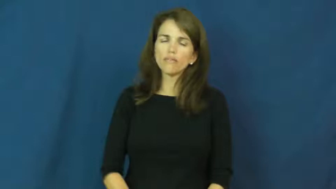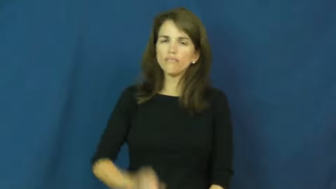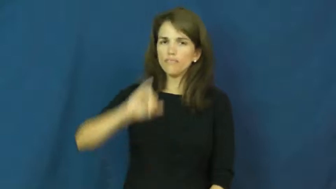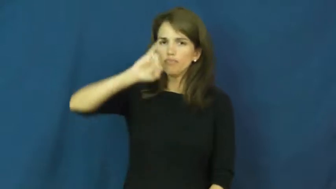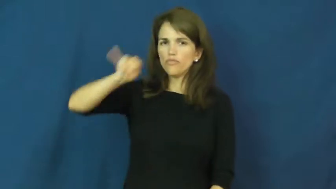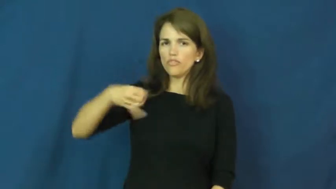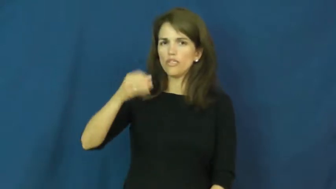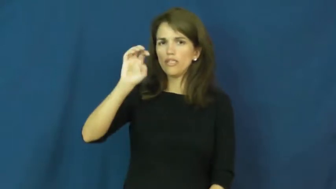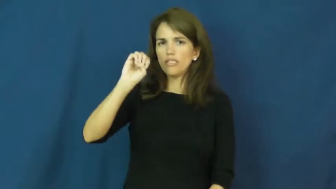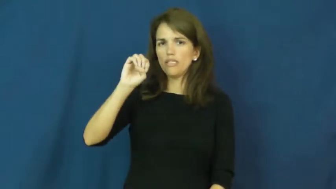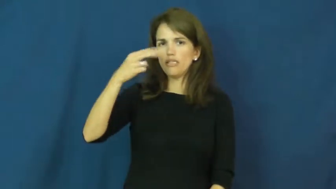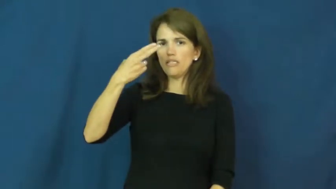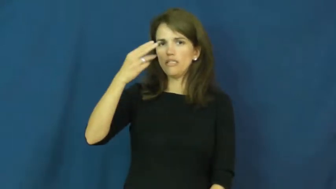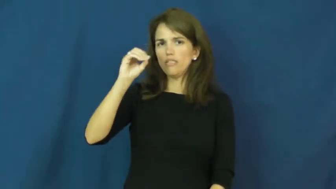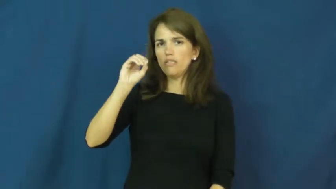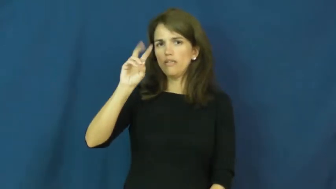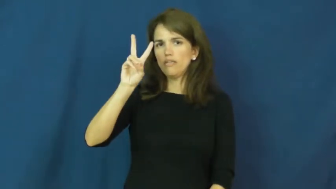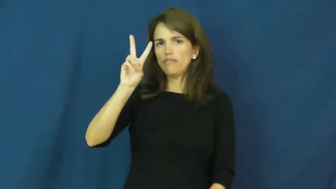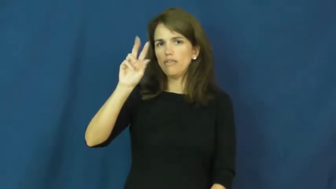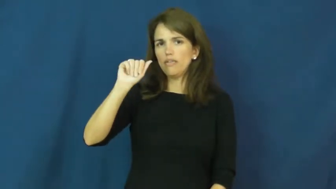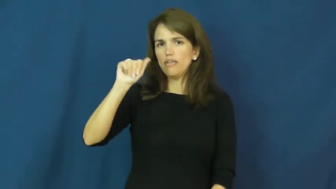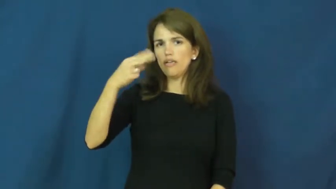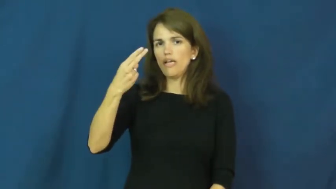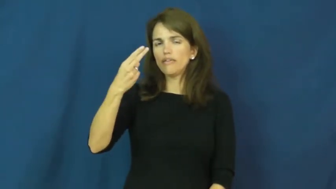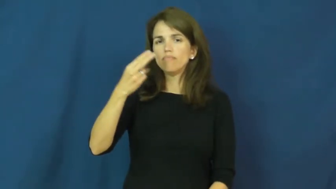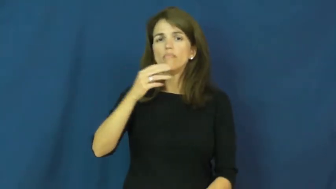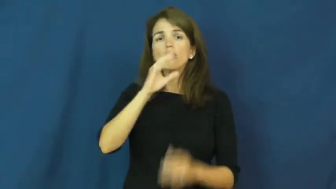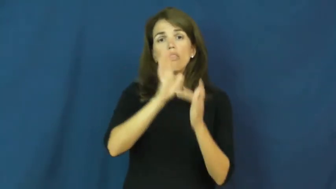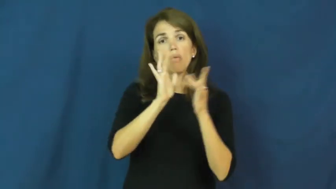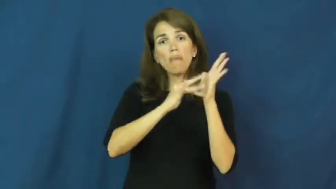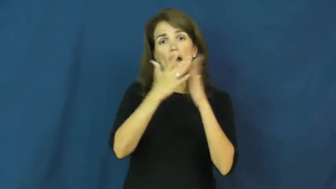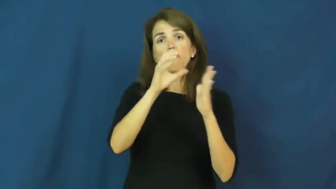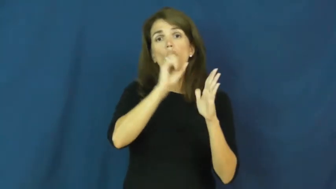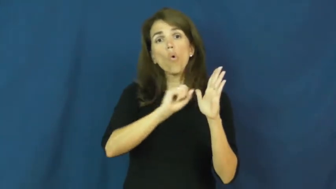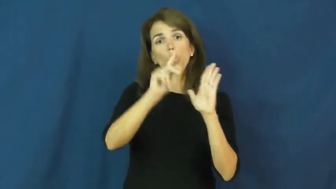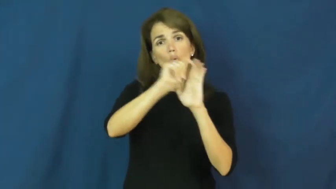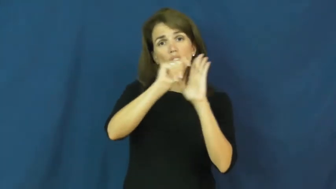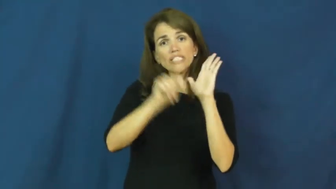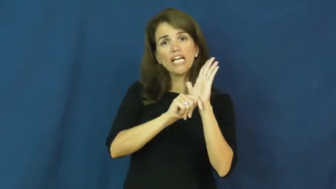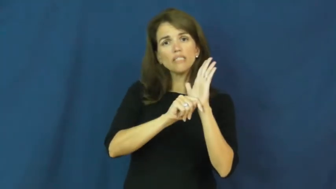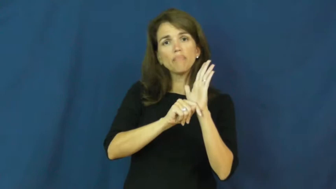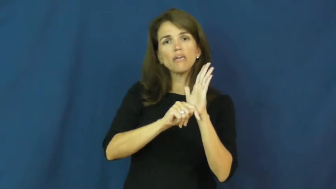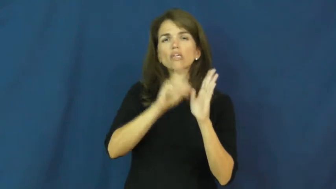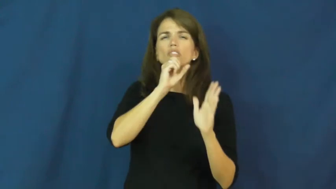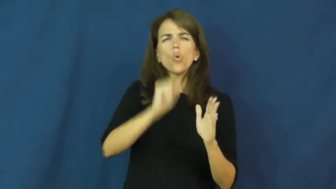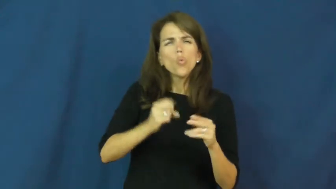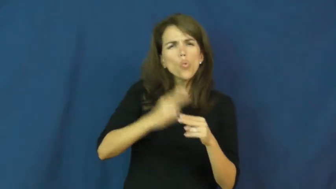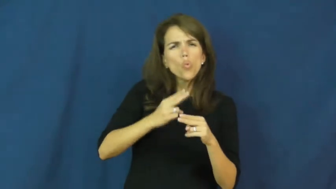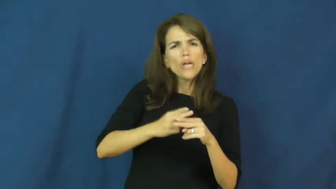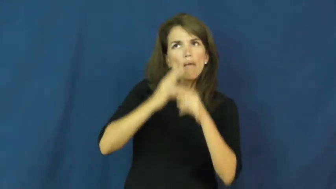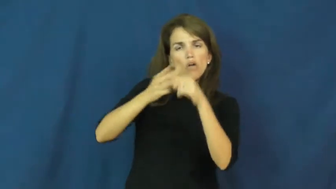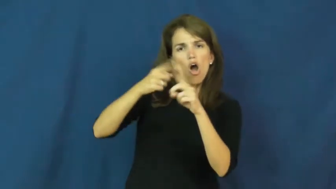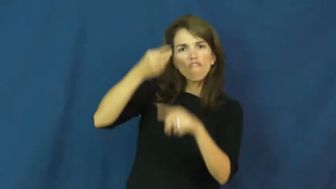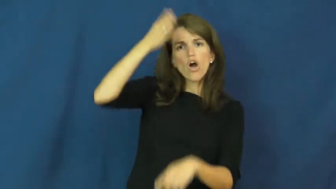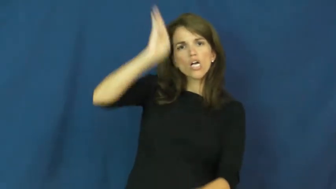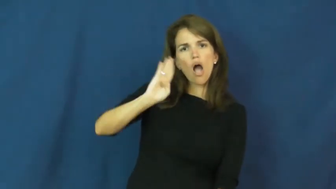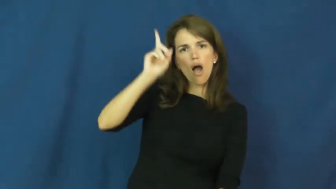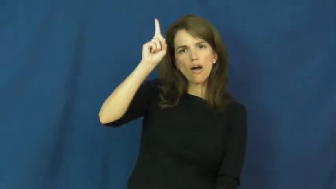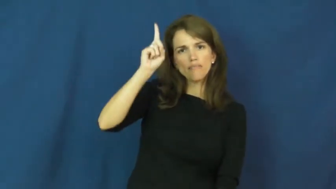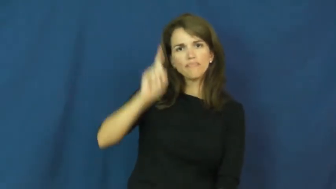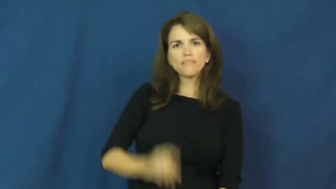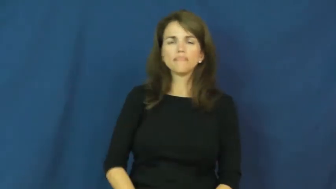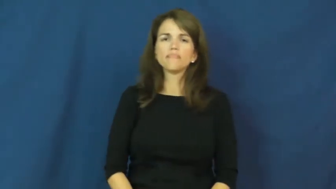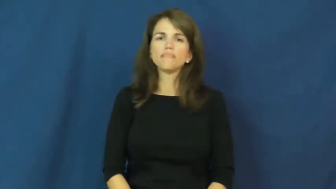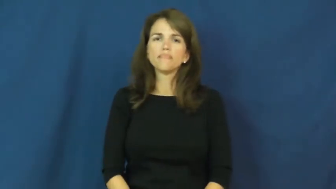jehovah